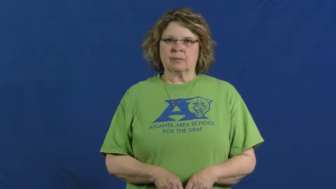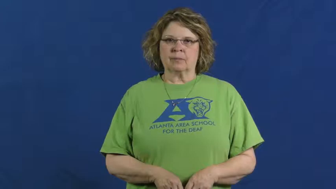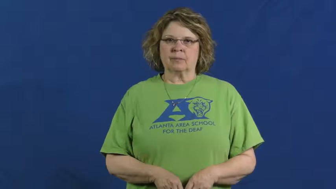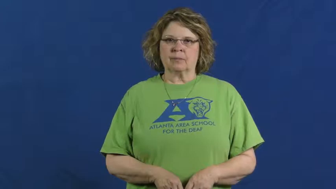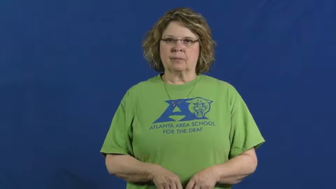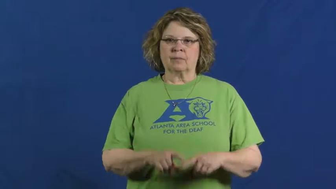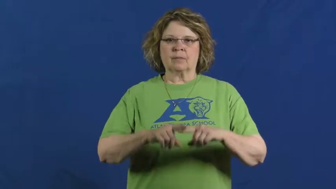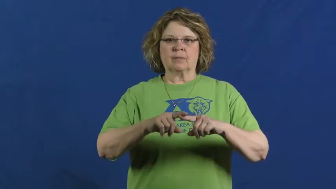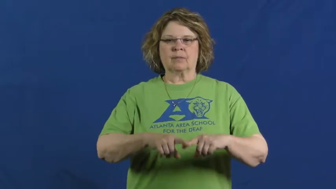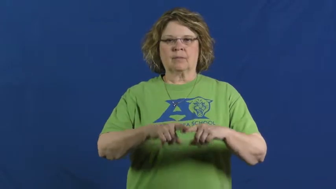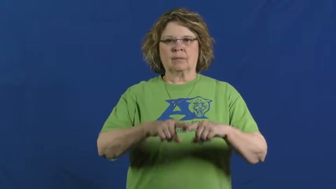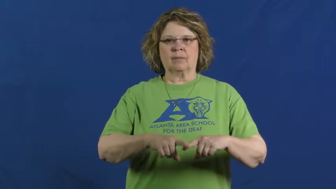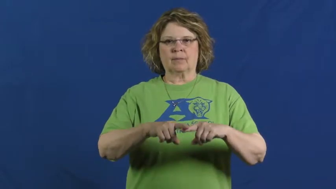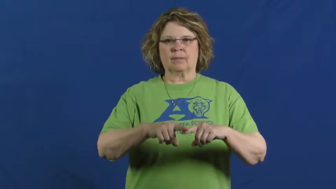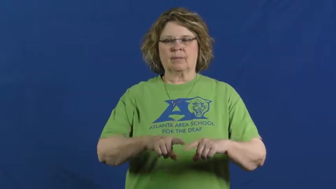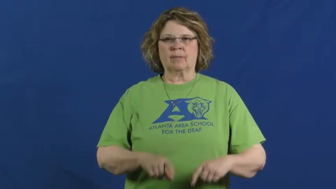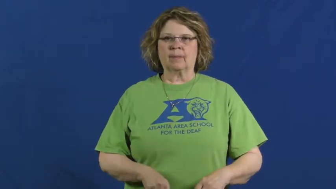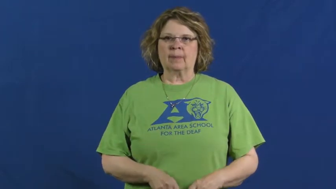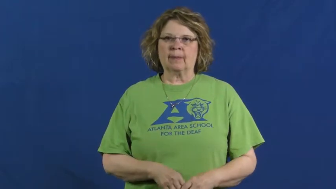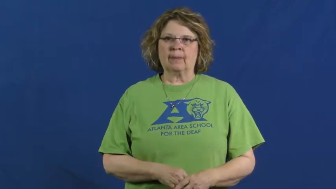contingent,contingent on,ride on